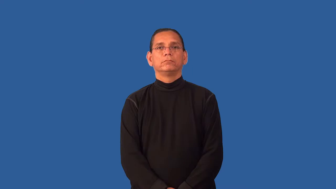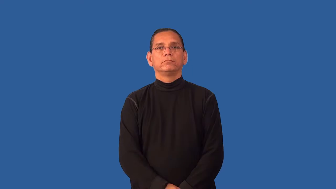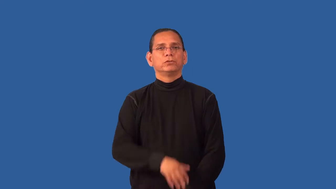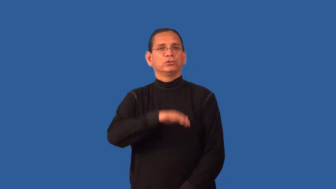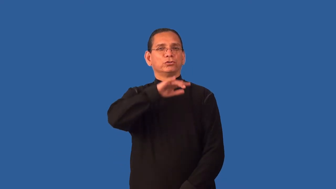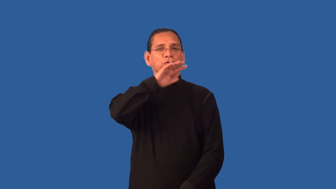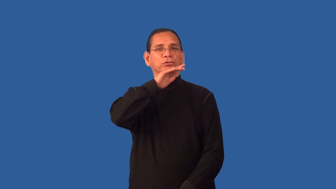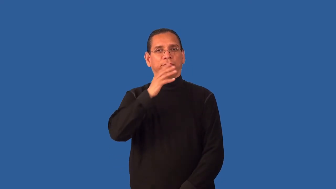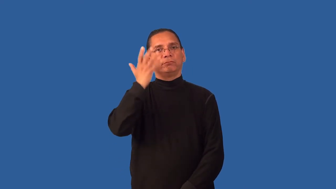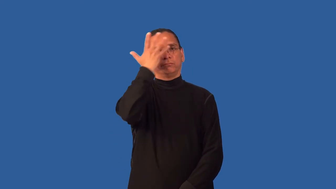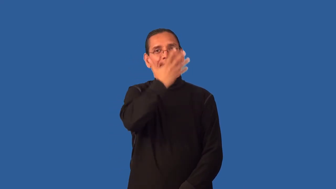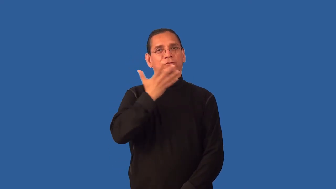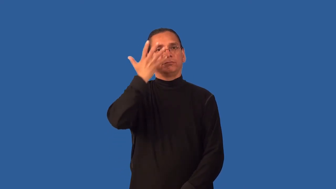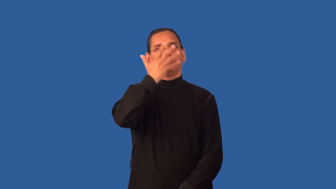frowsy